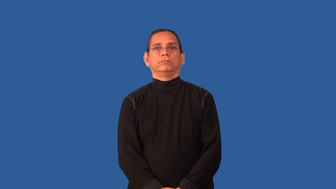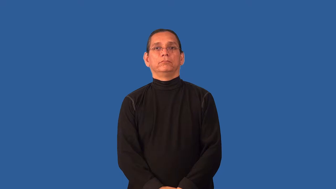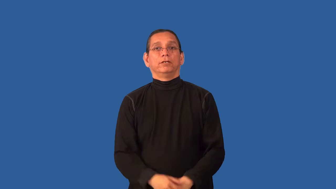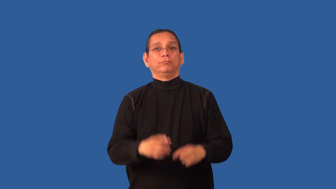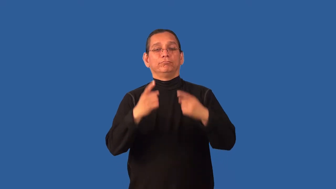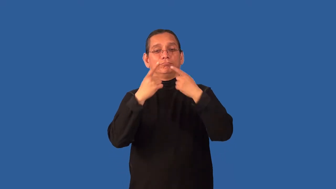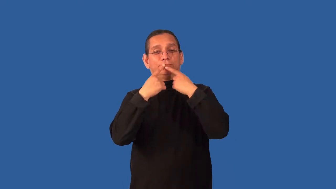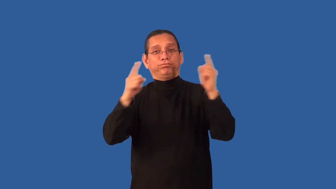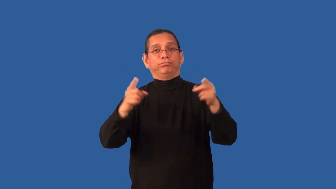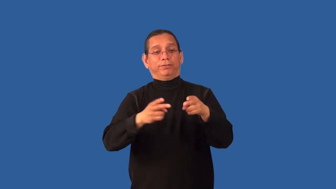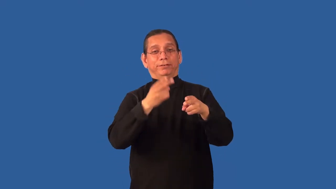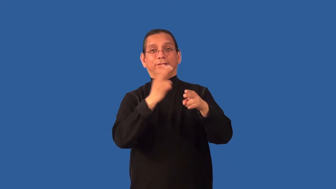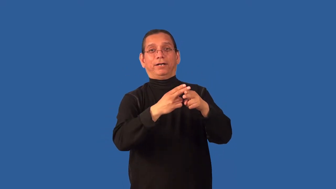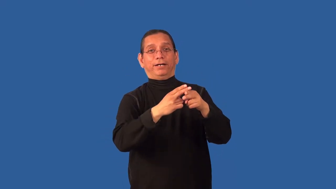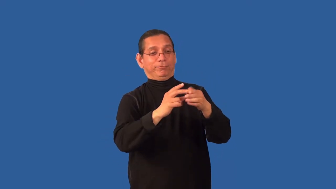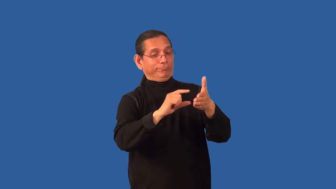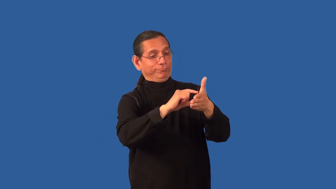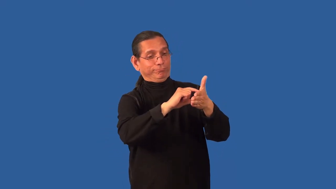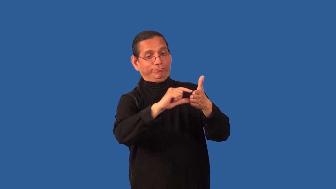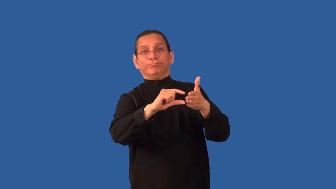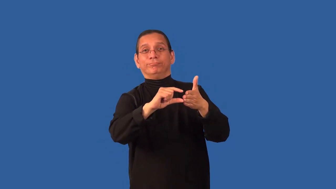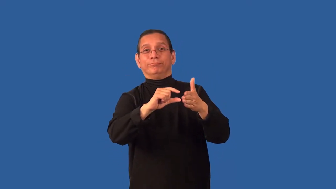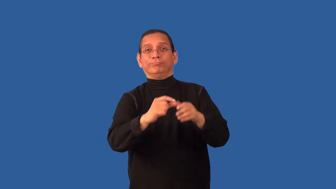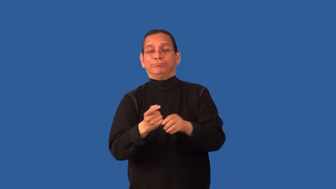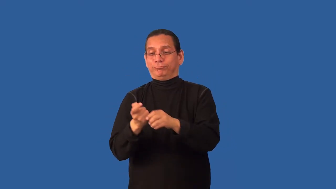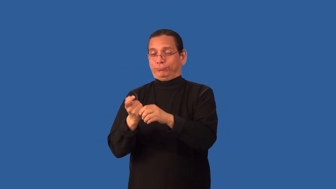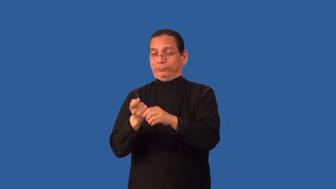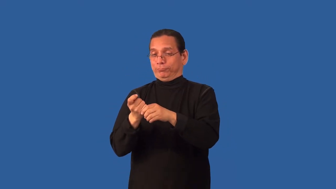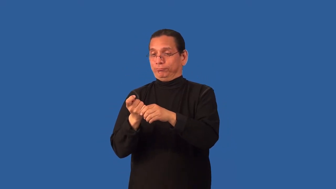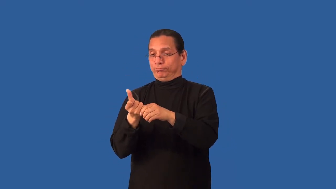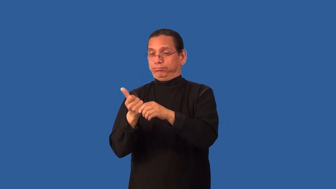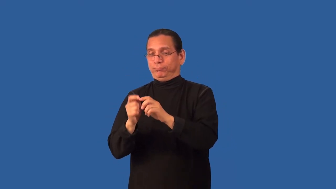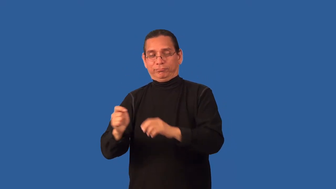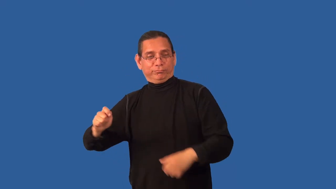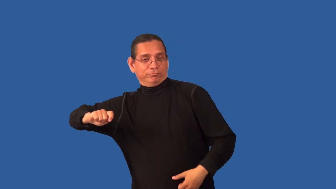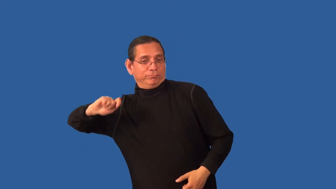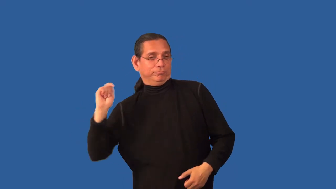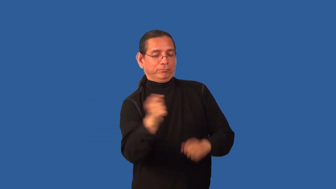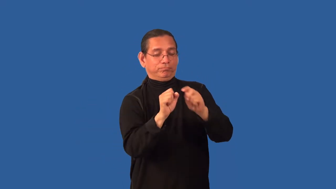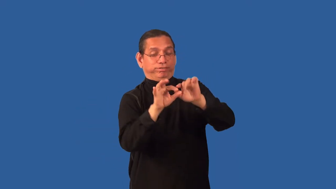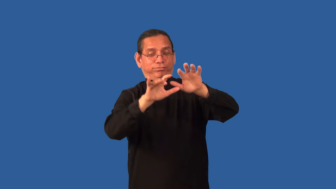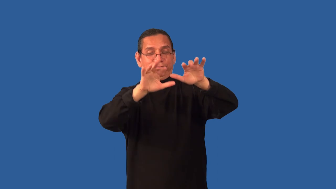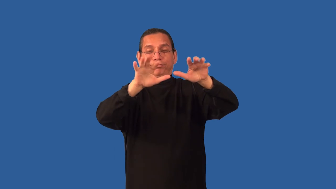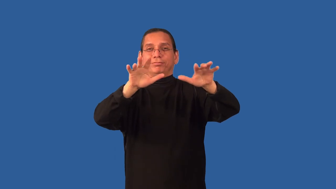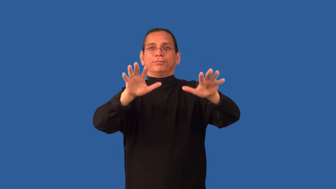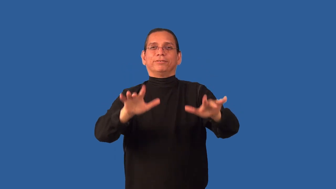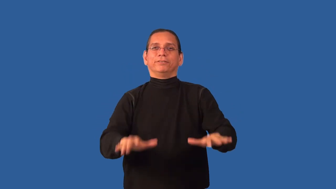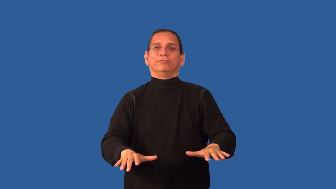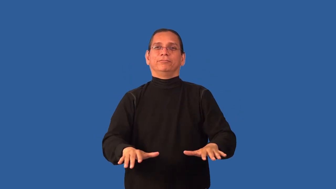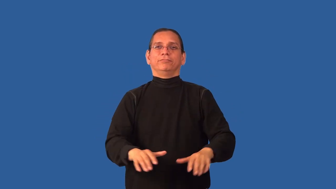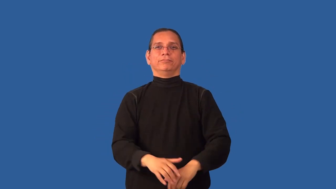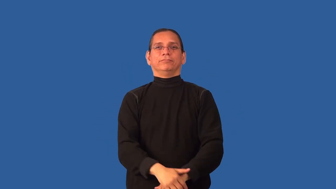christen-boat